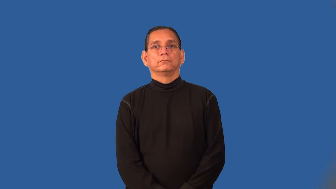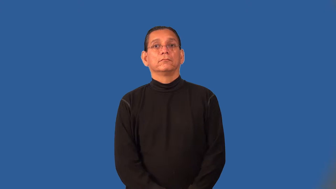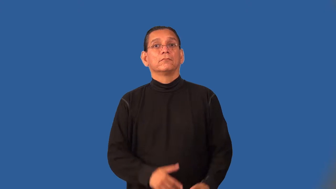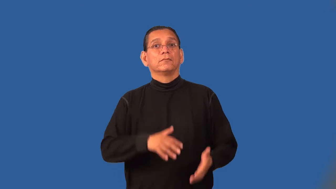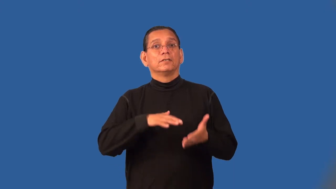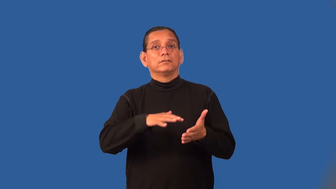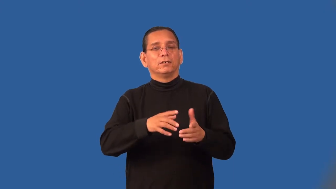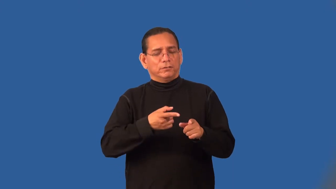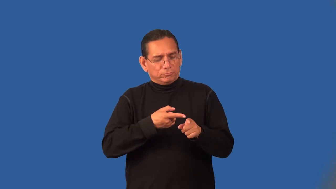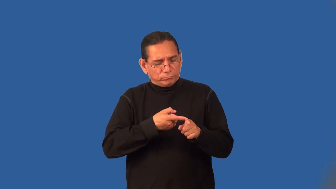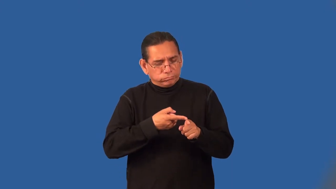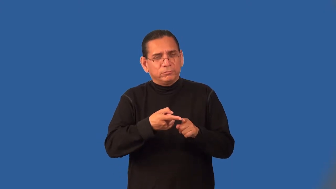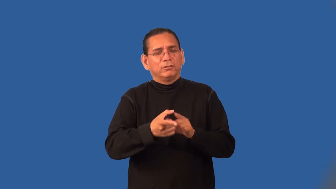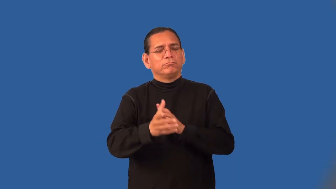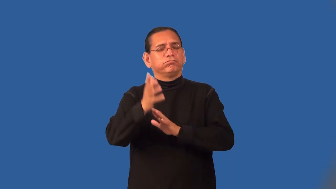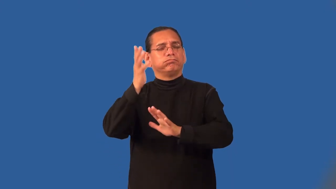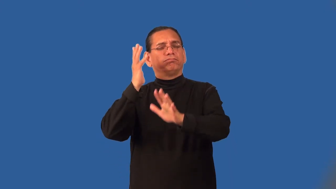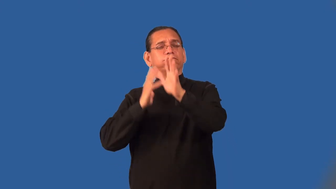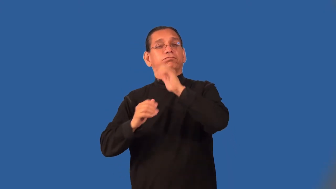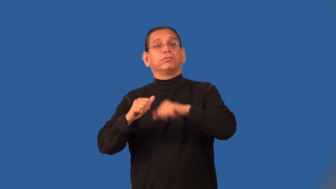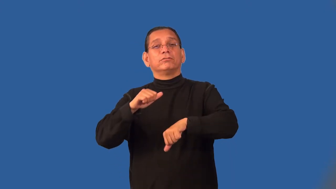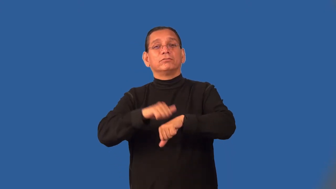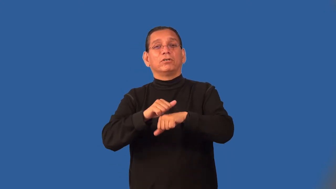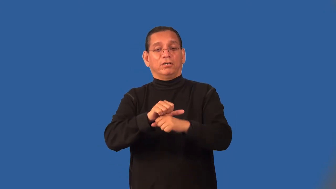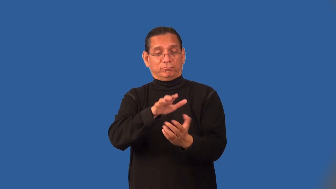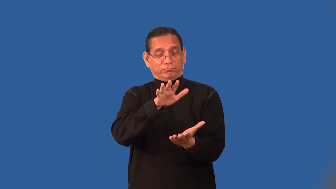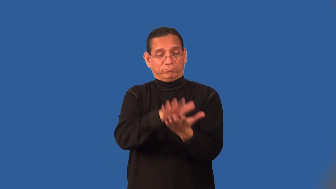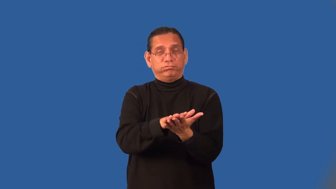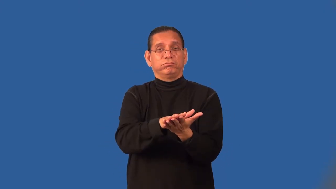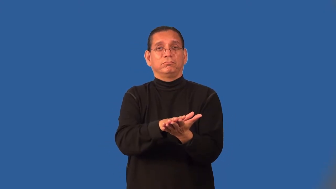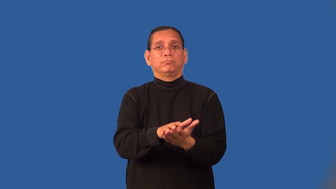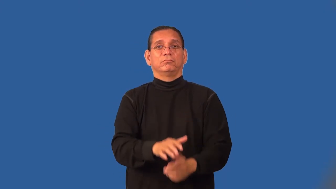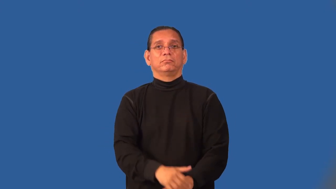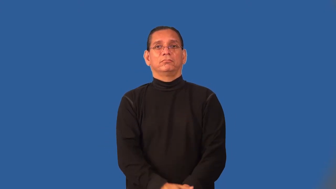paleontology